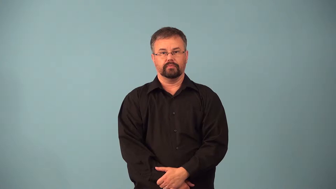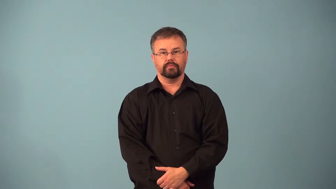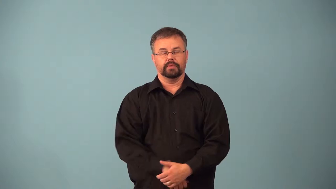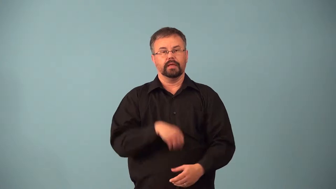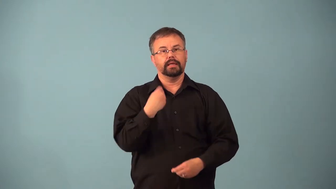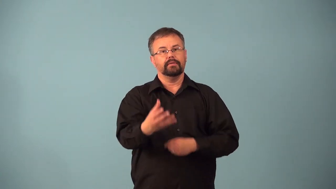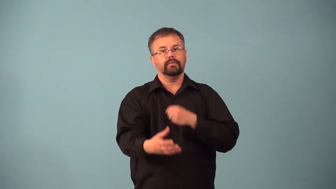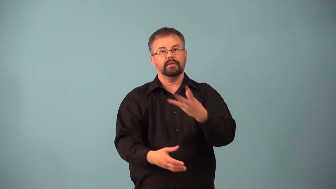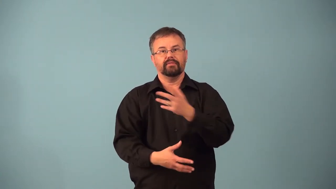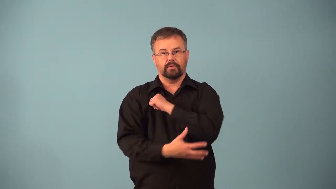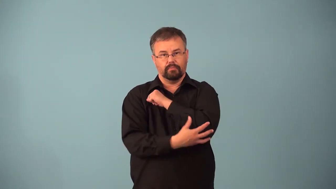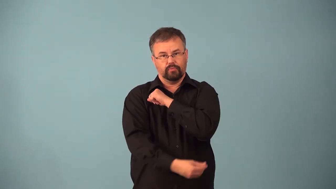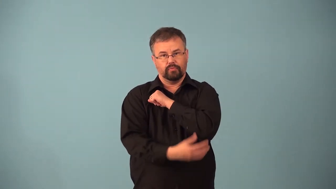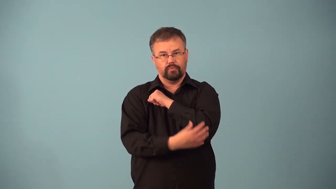alms